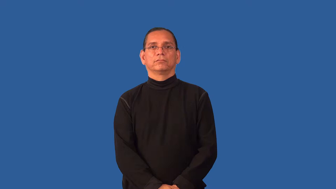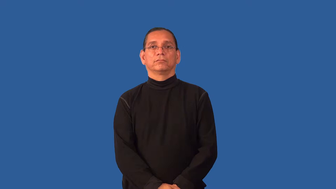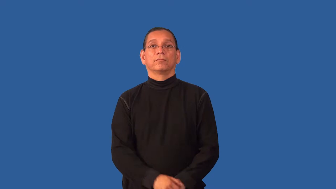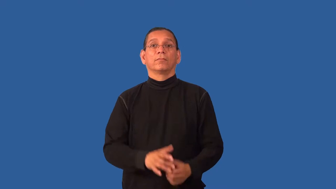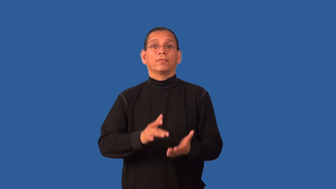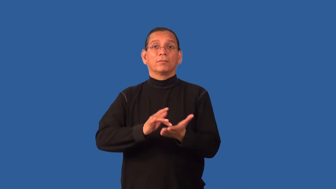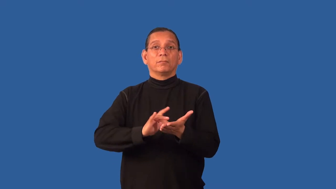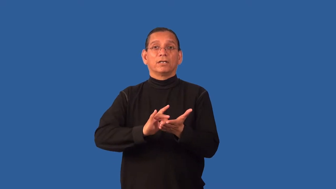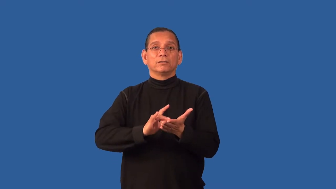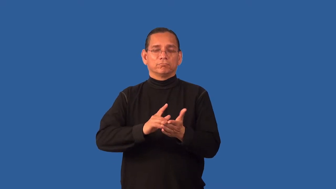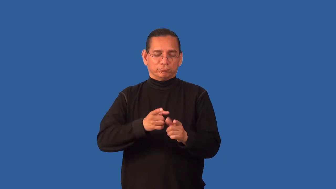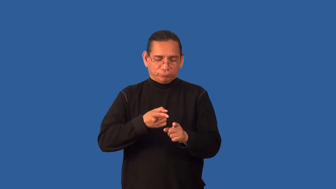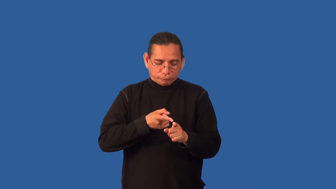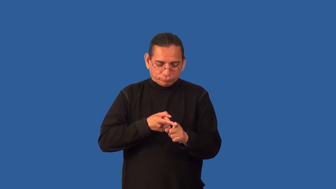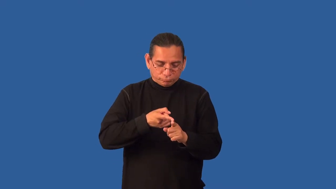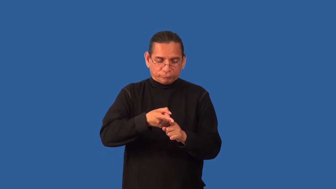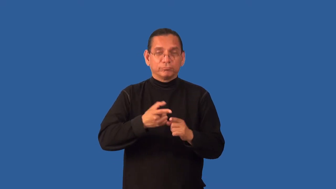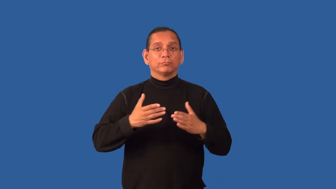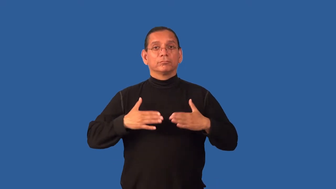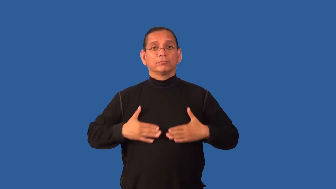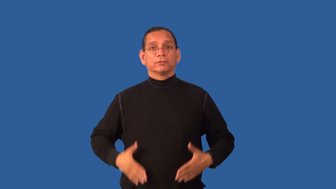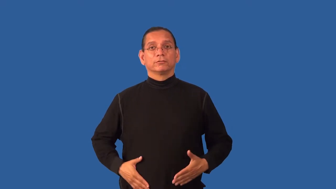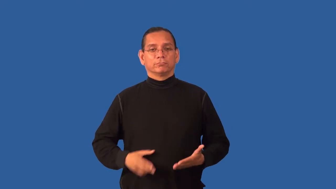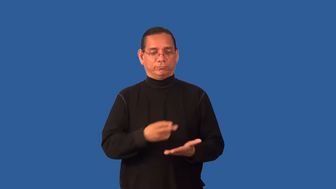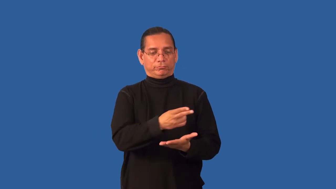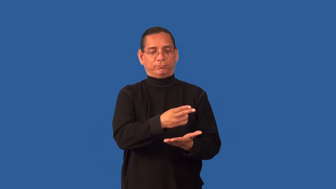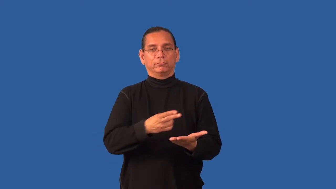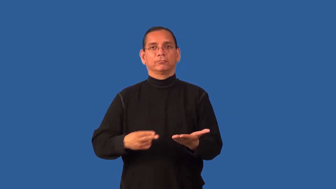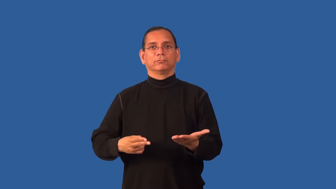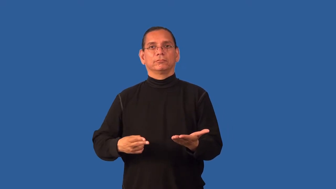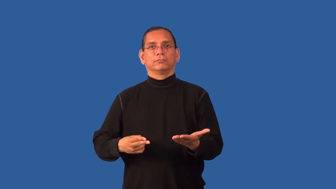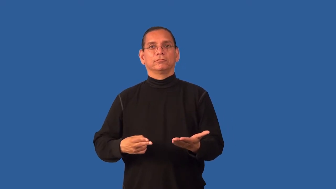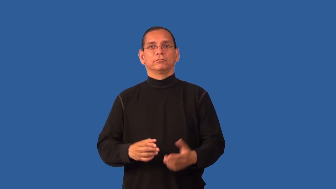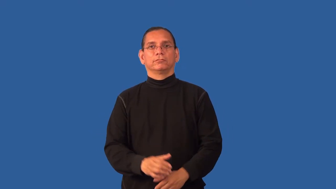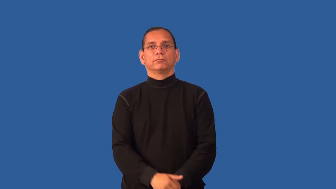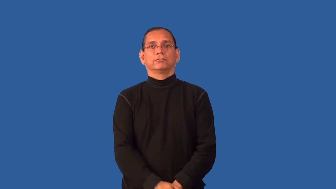endocrinology